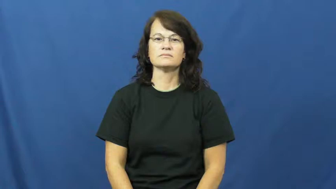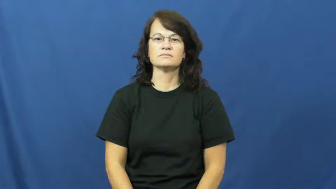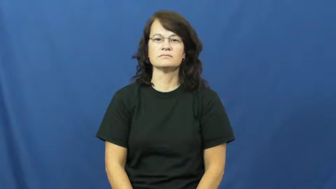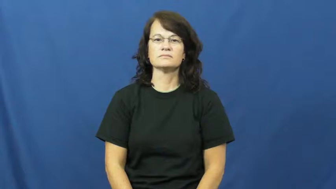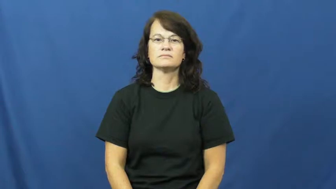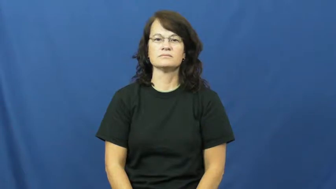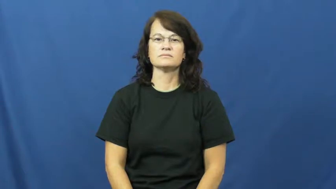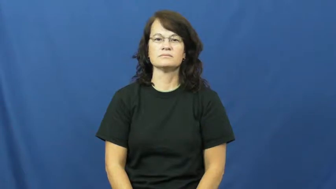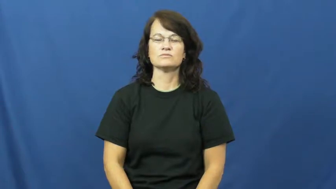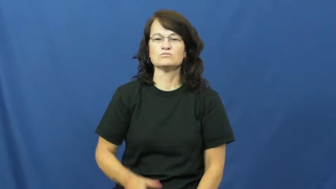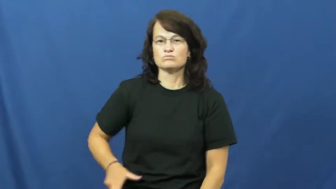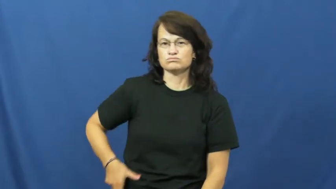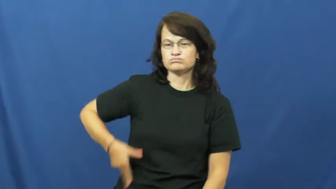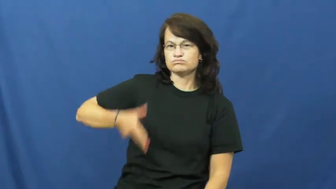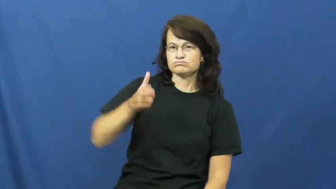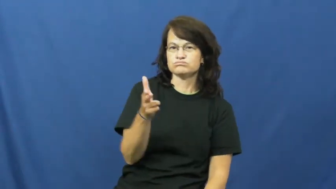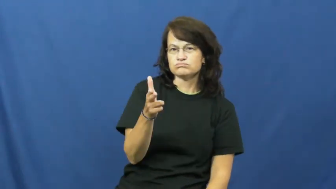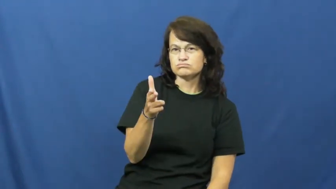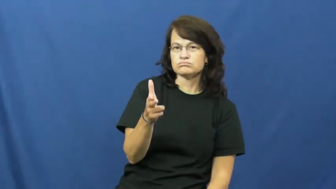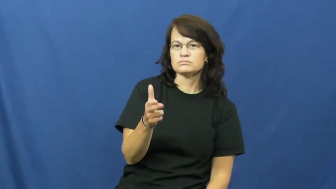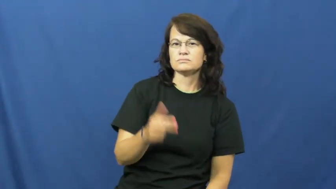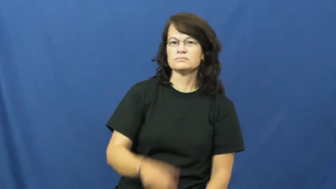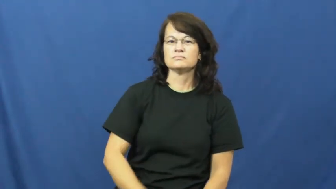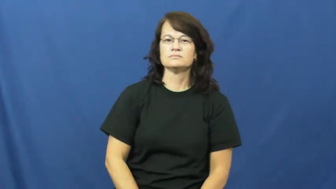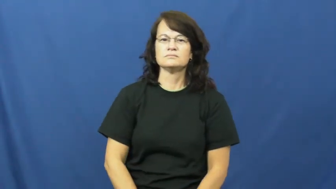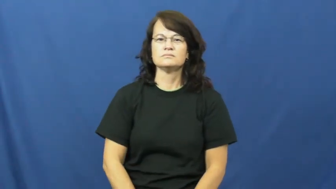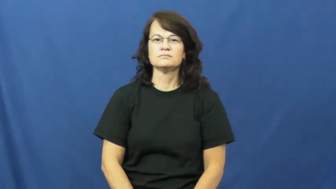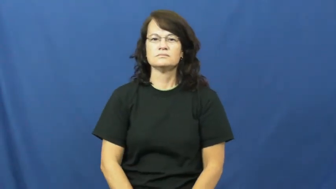draw-gun